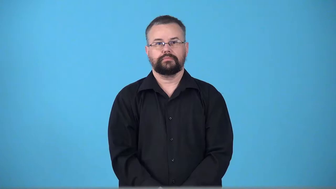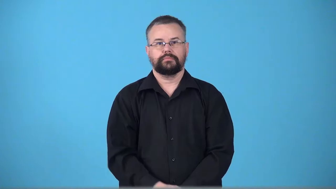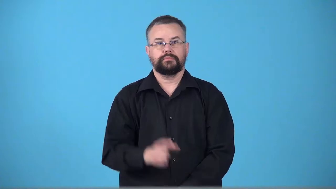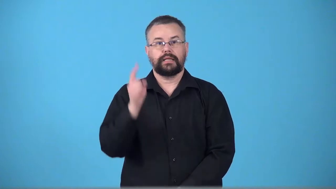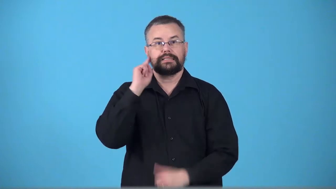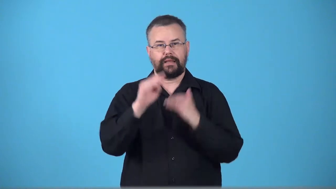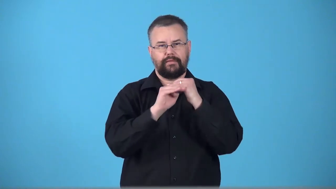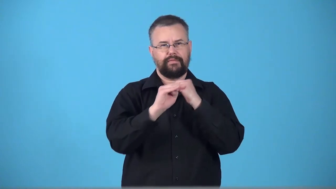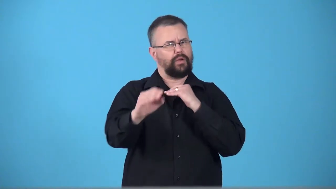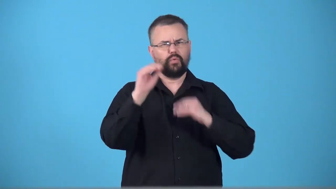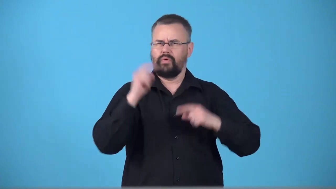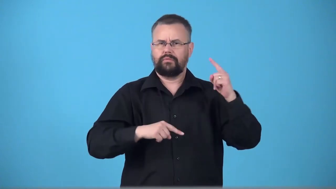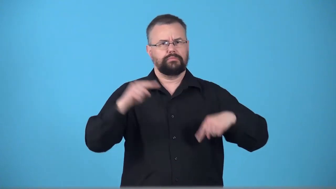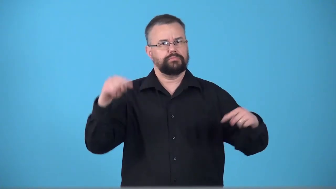toneless